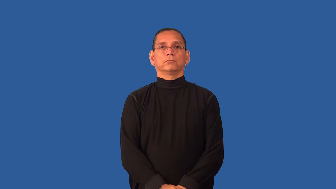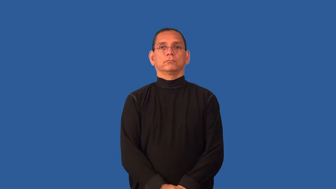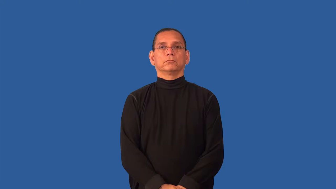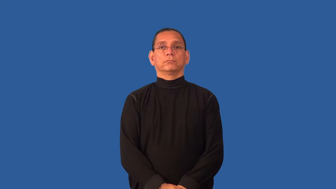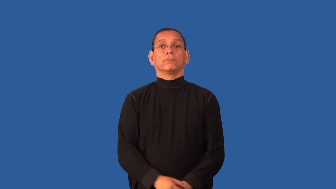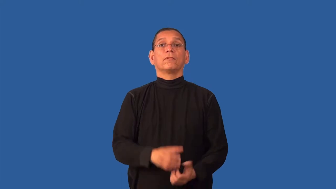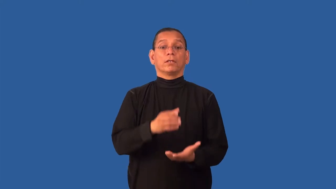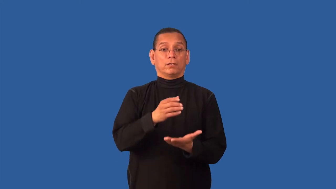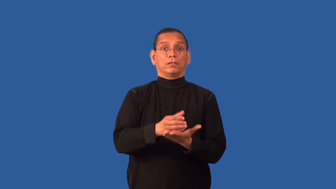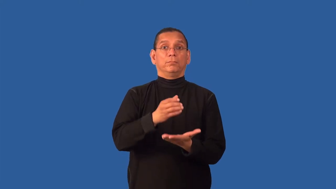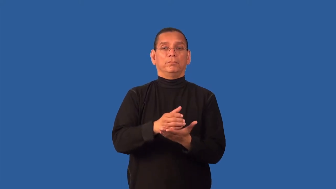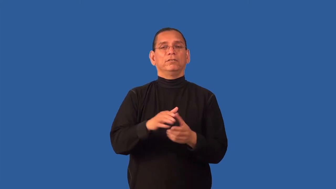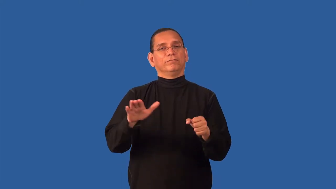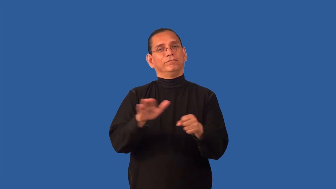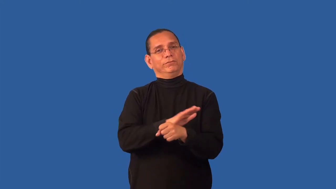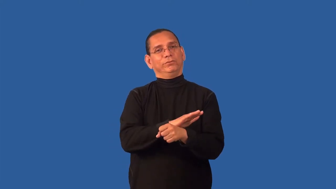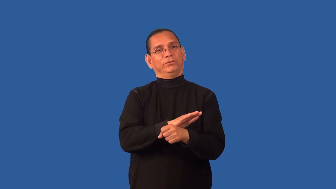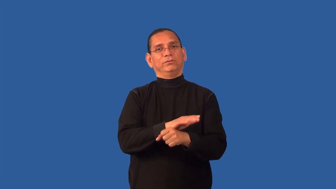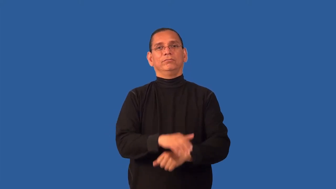glassful